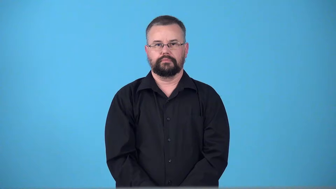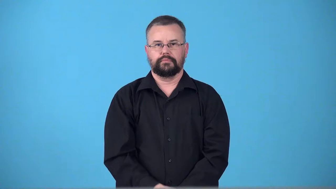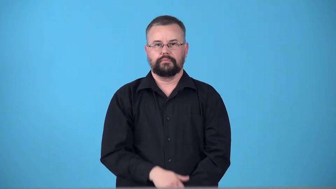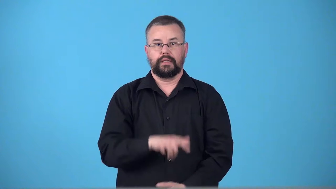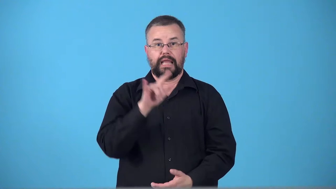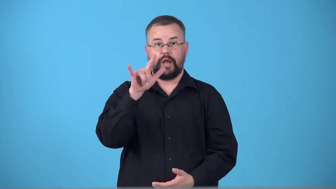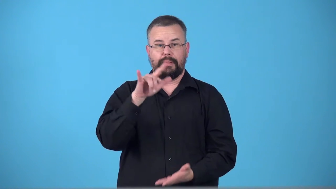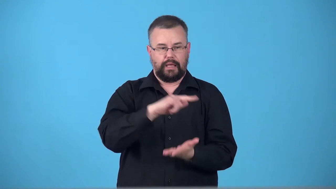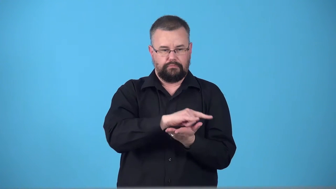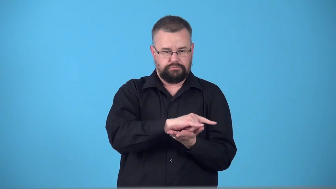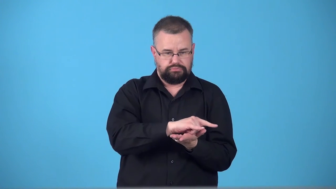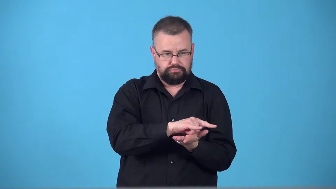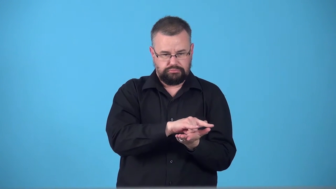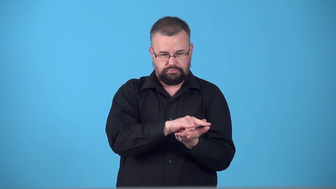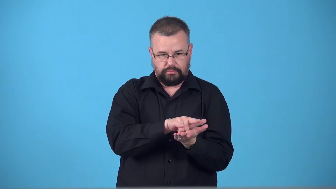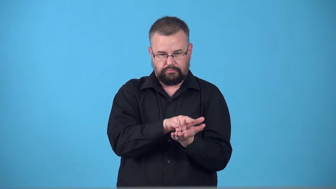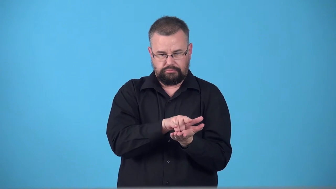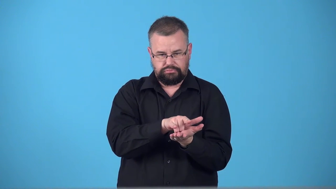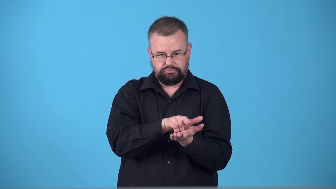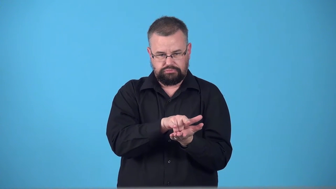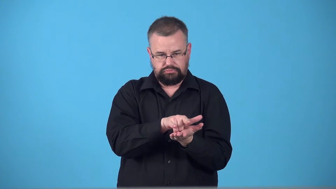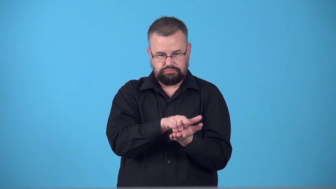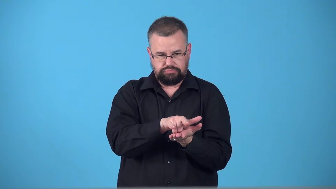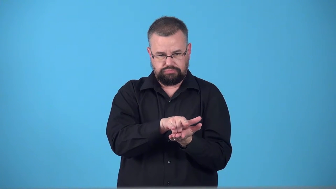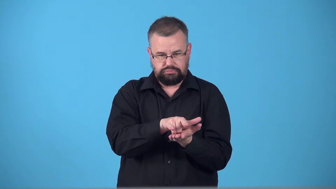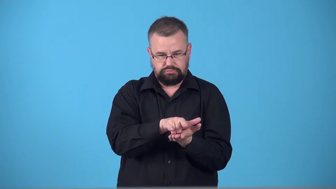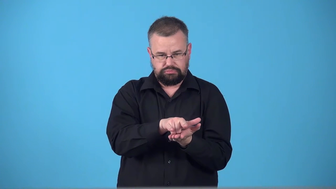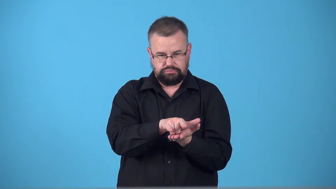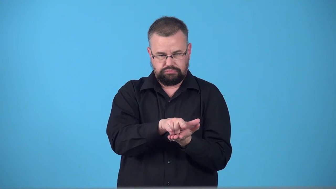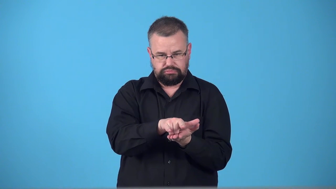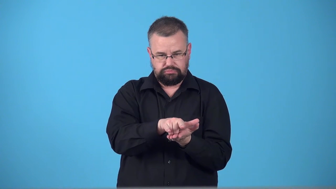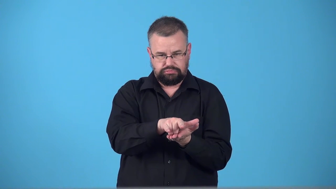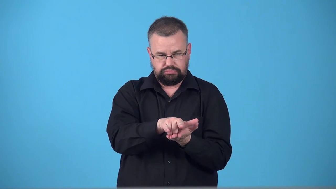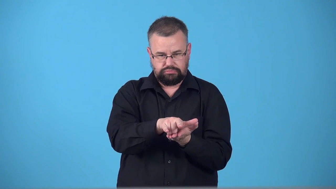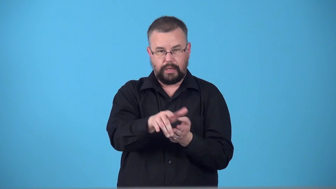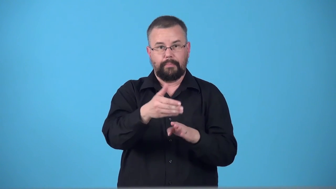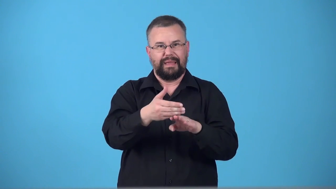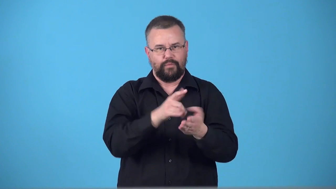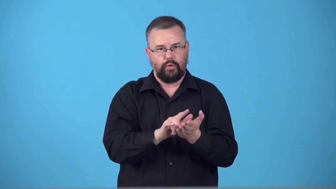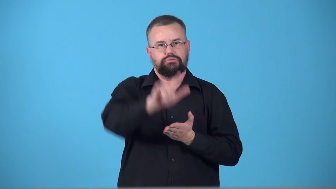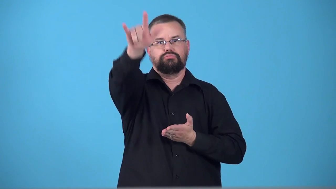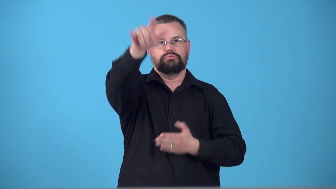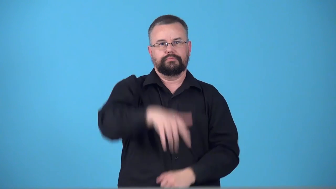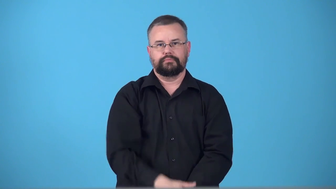taxi-verb